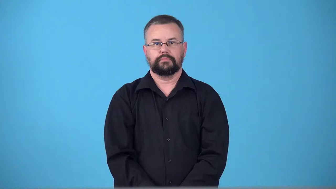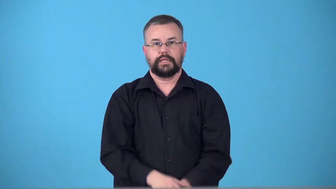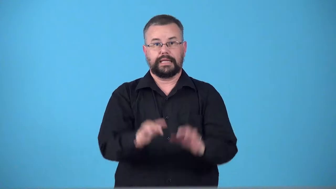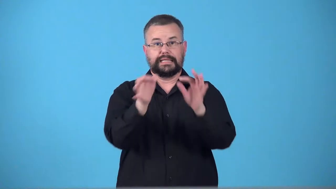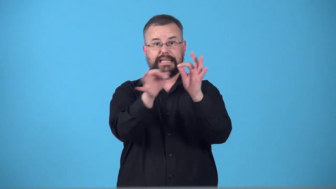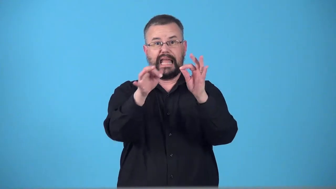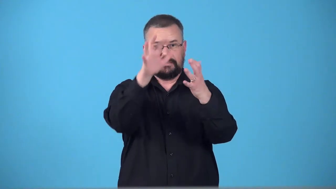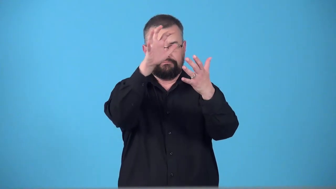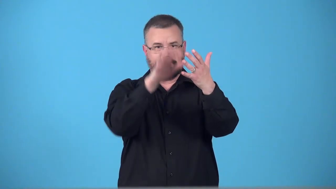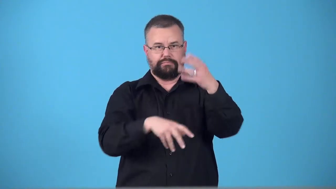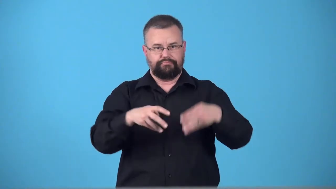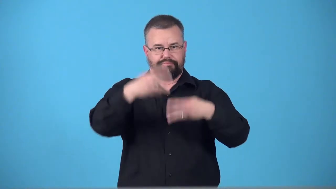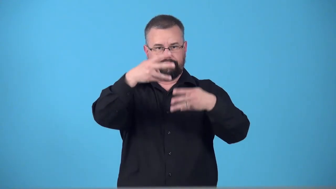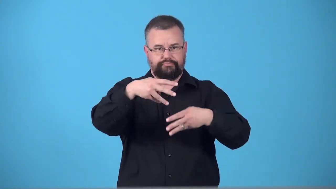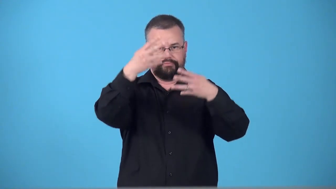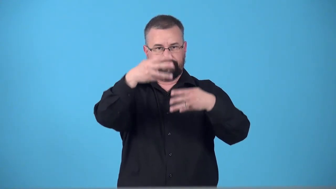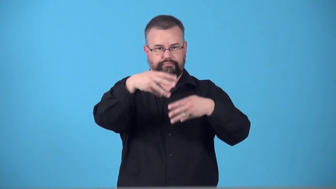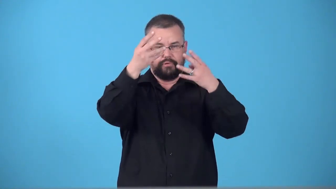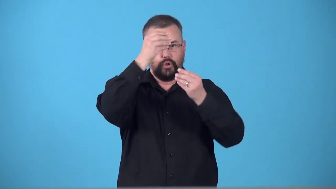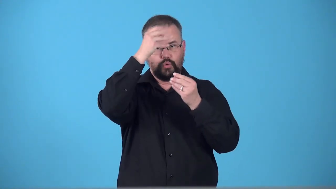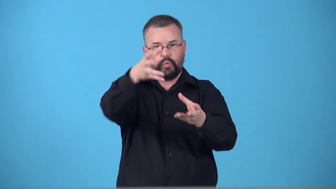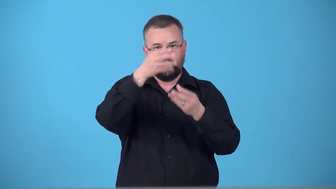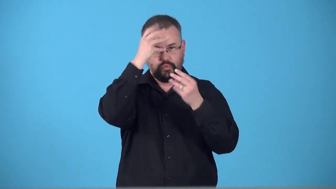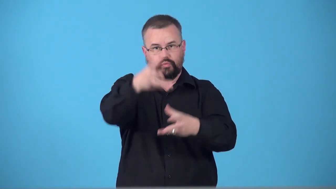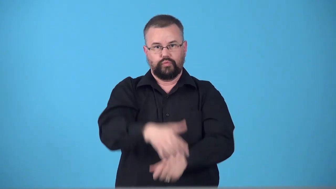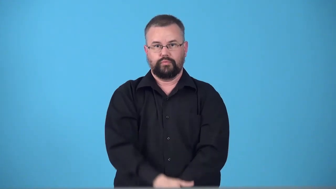teletext